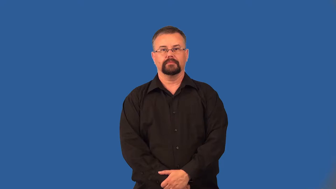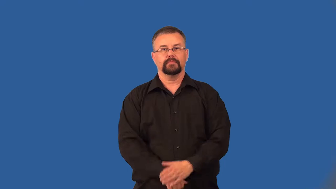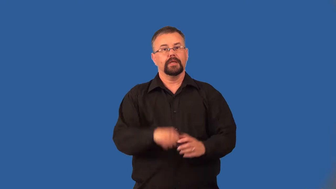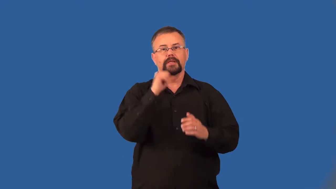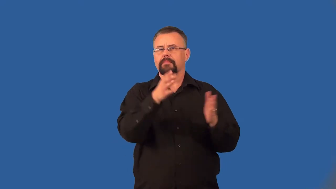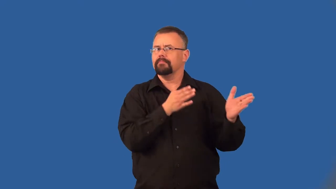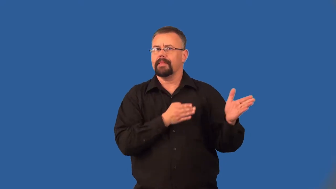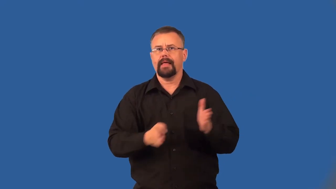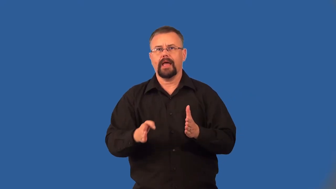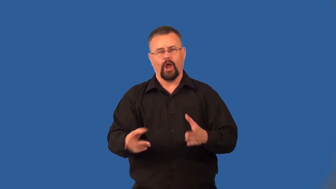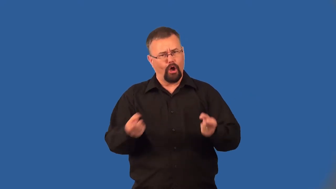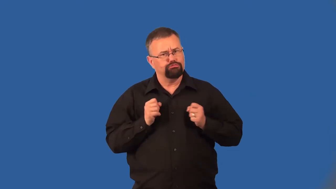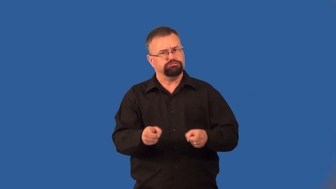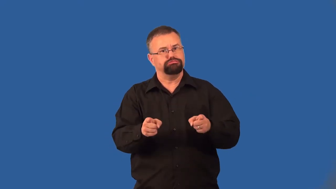extemporaneous